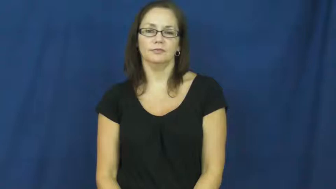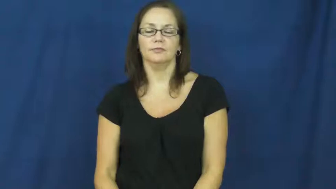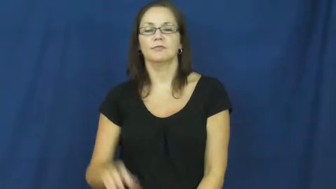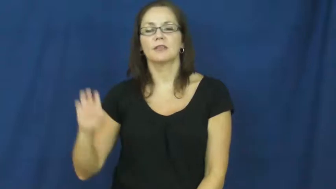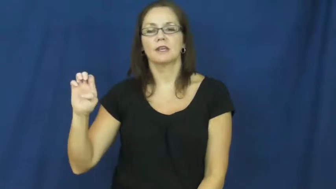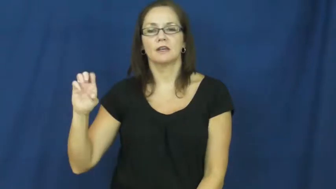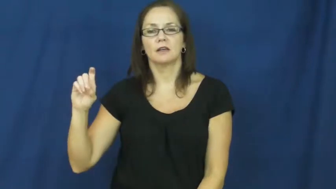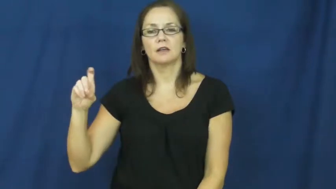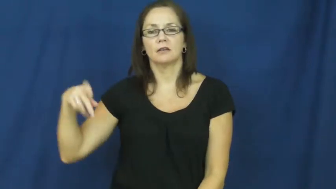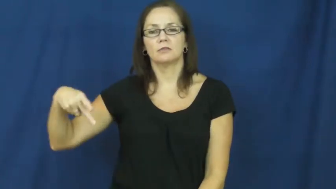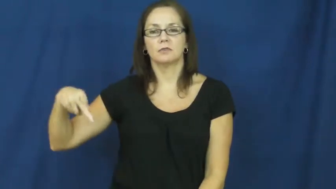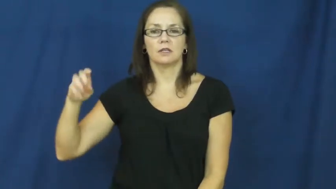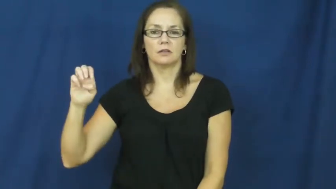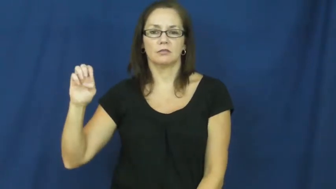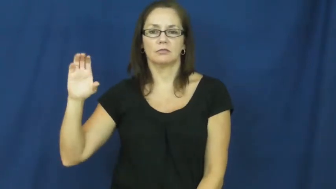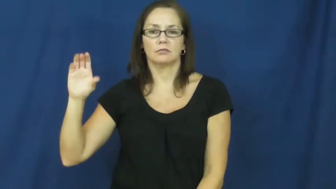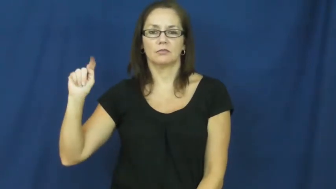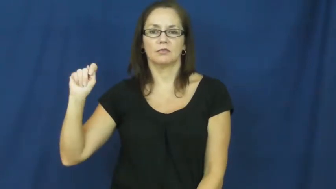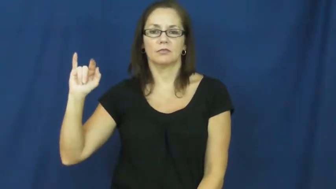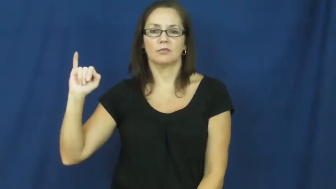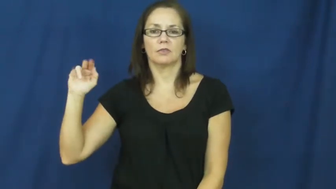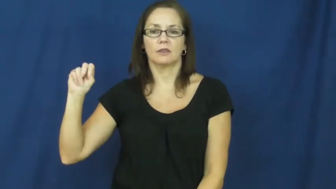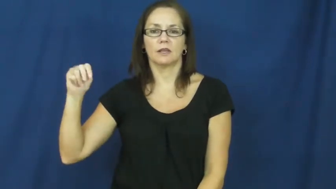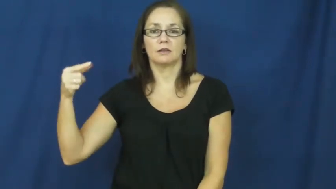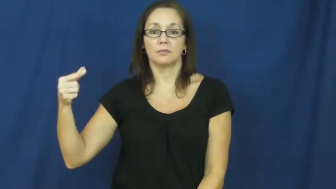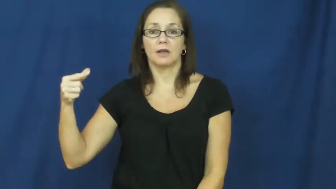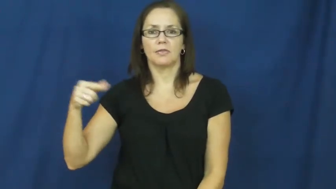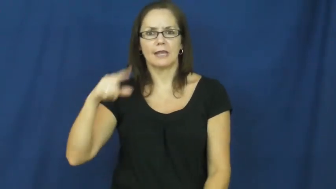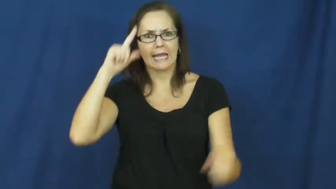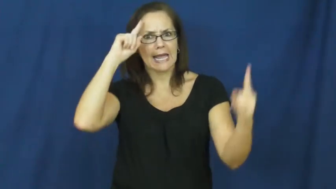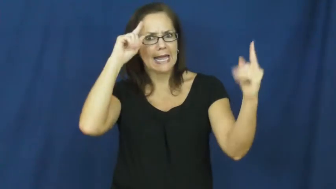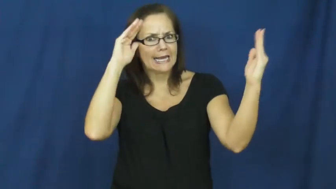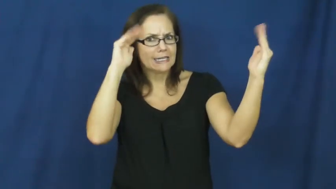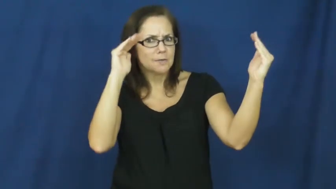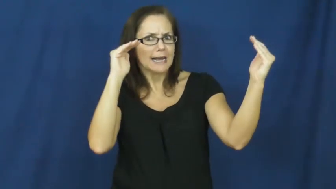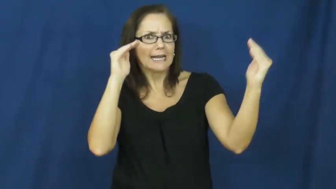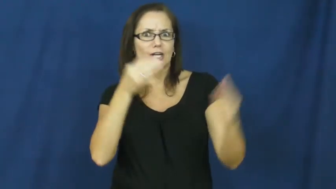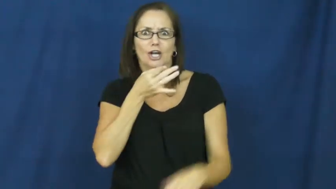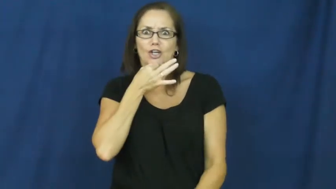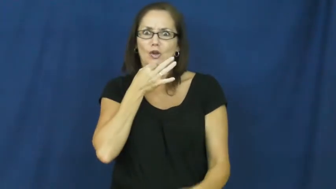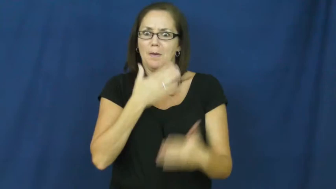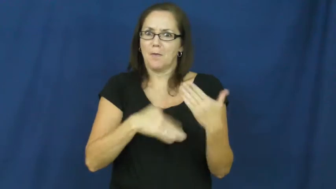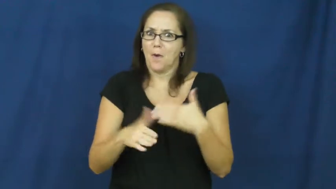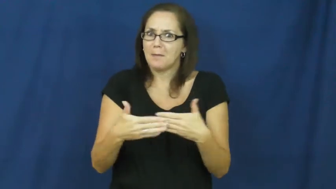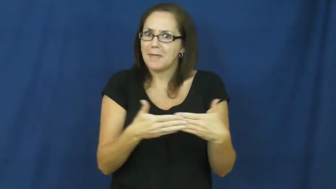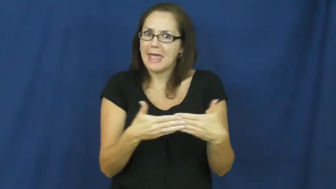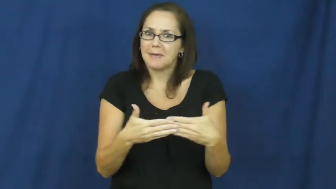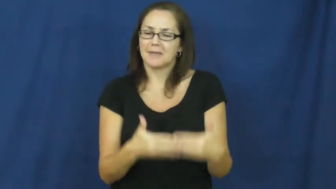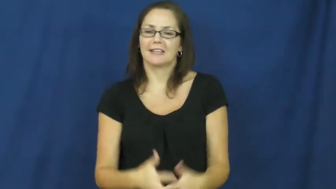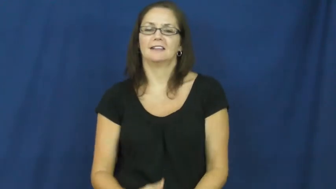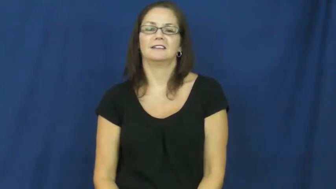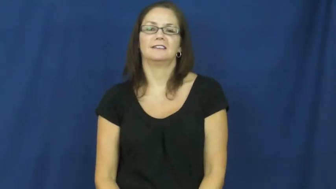expecting-baby